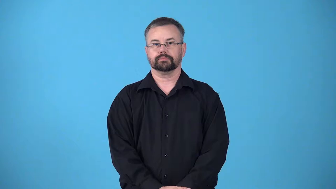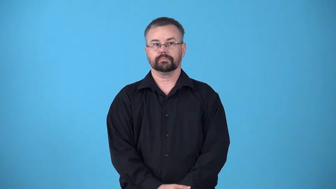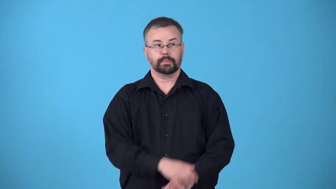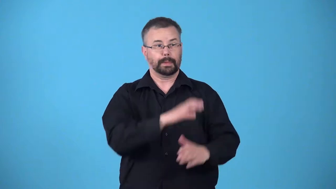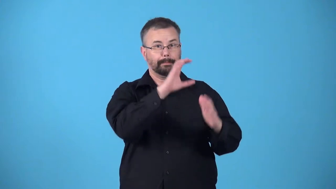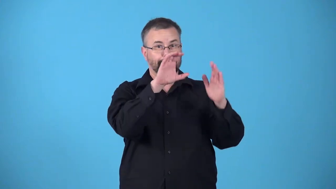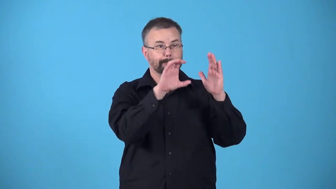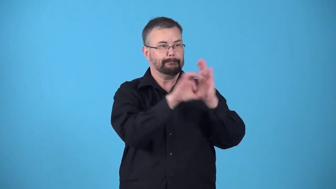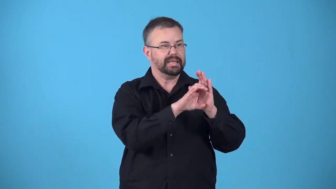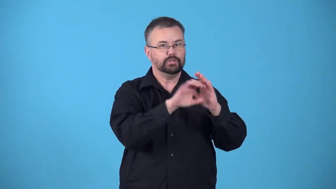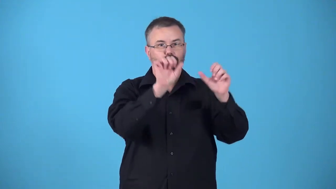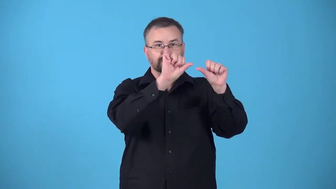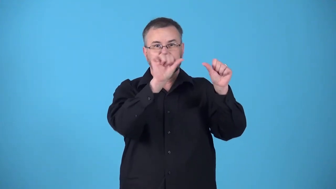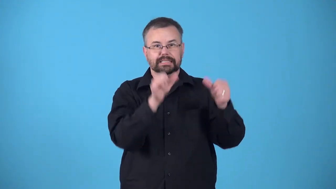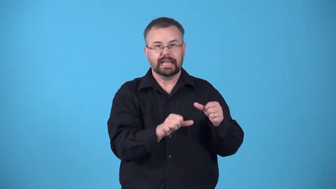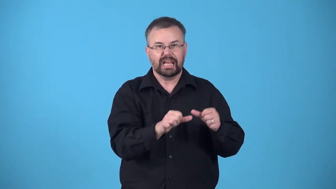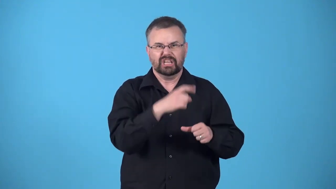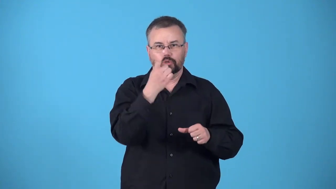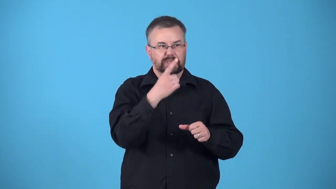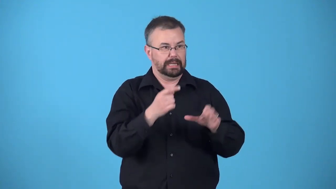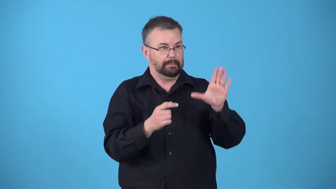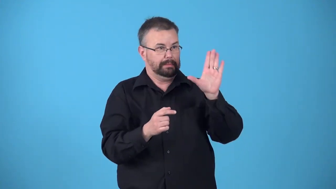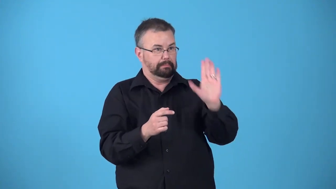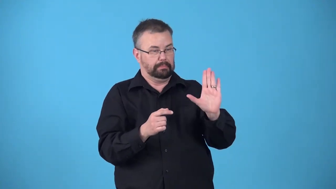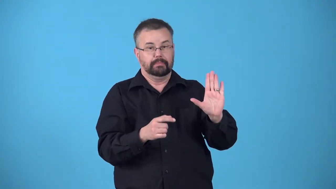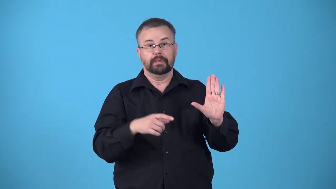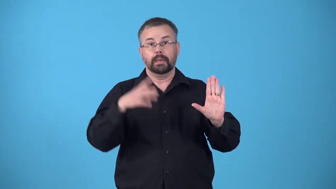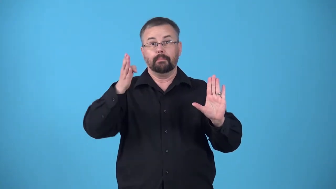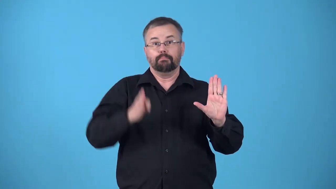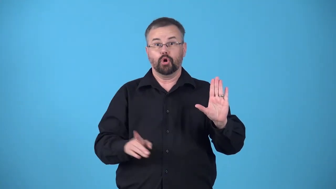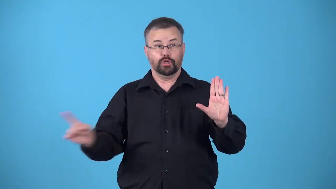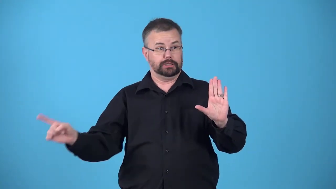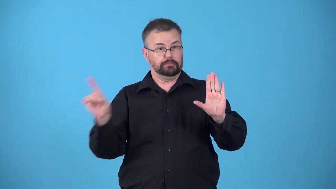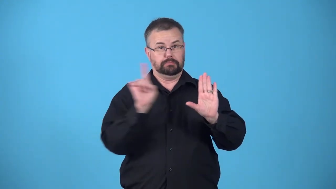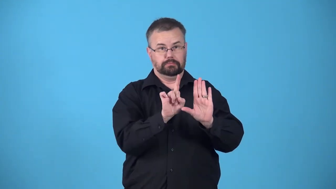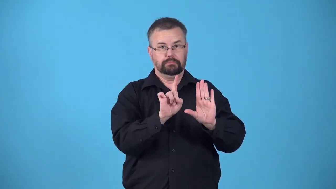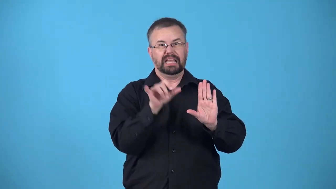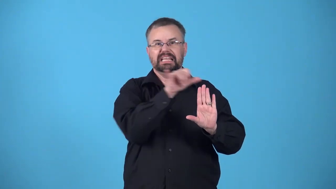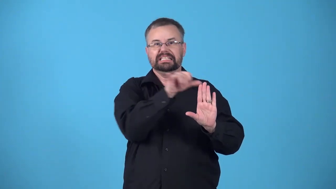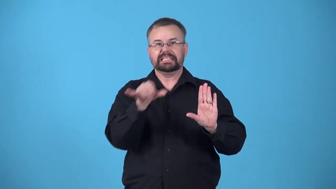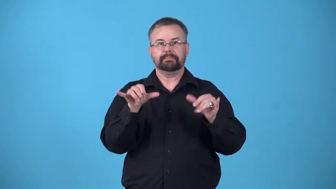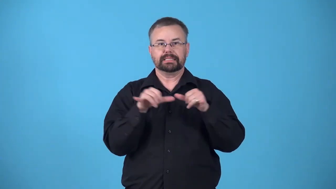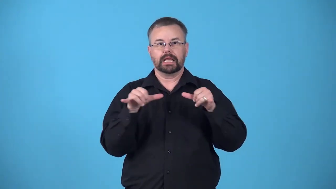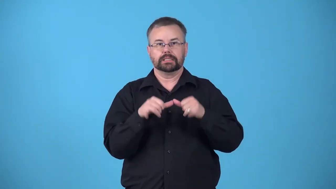lifesize